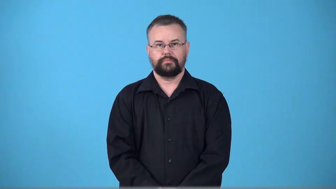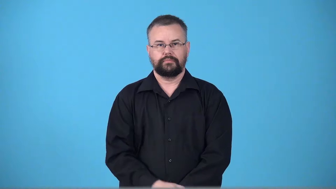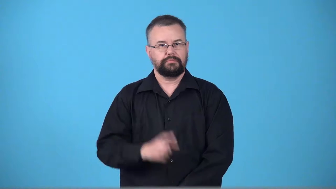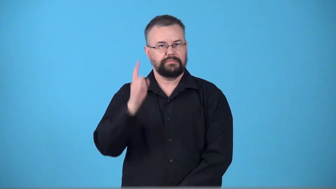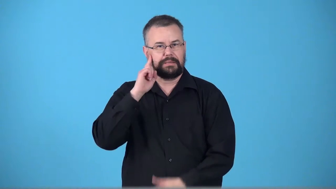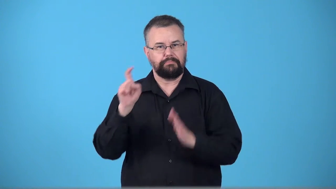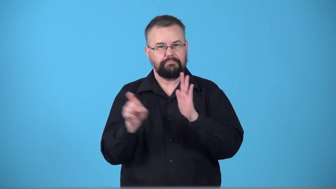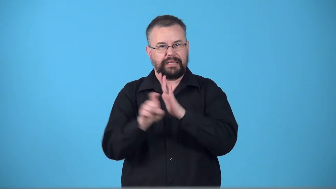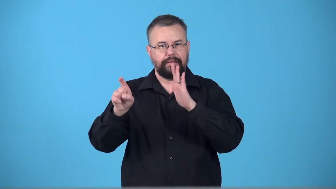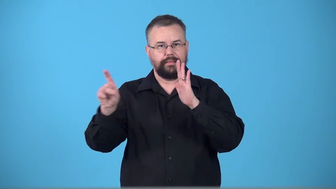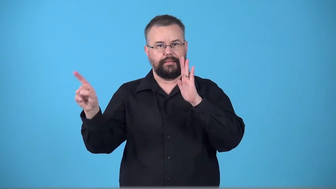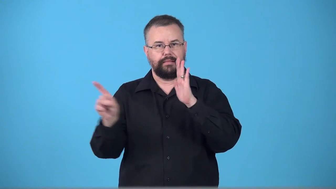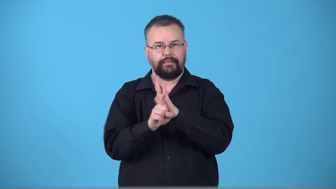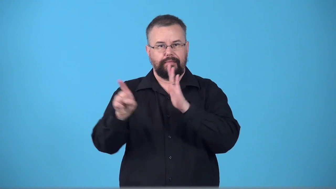tintinnabulation